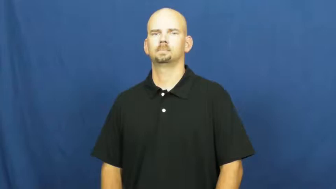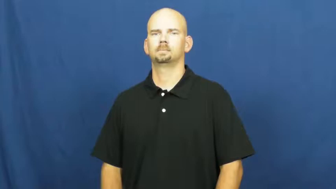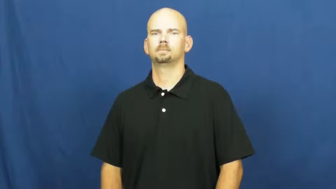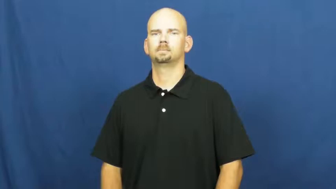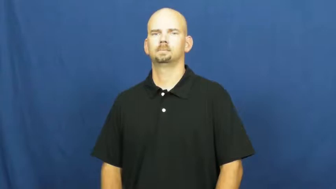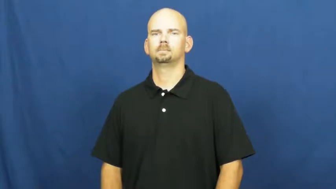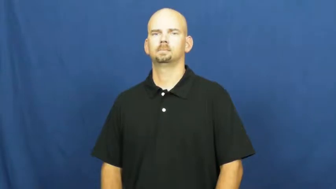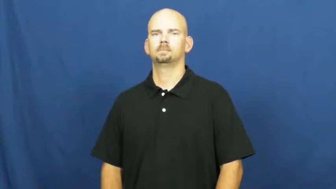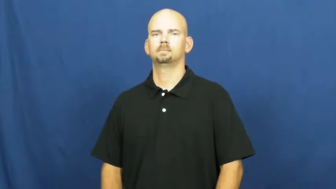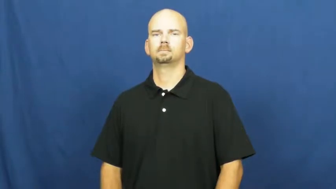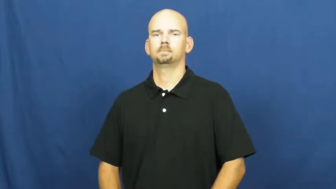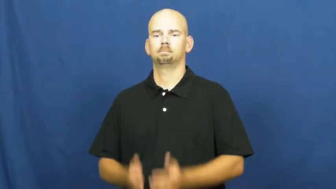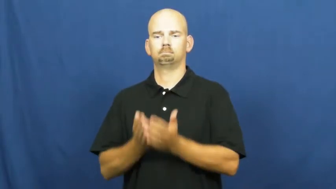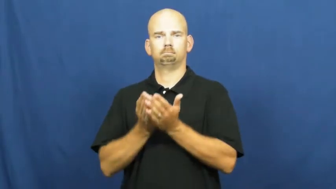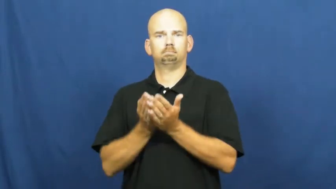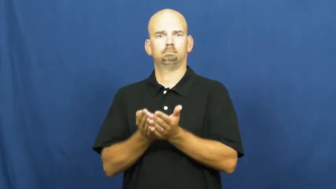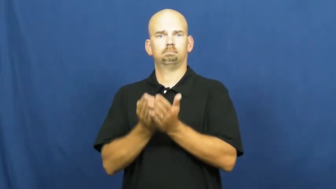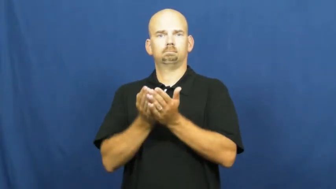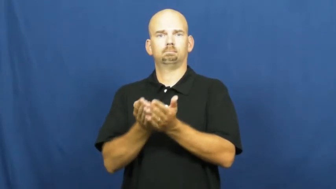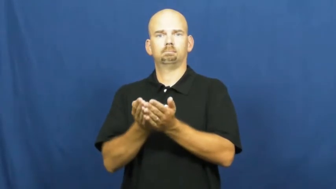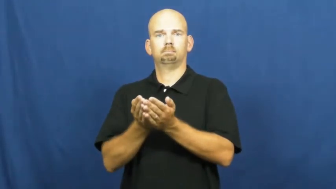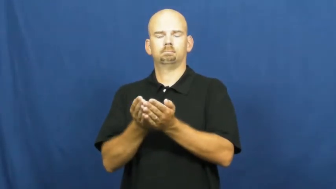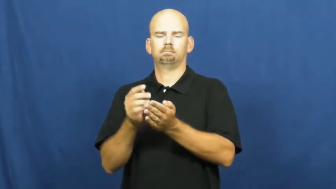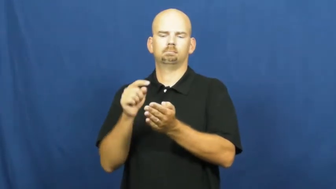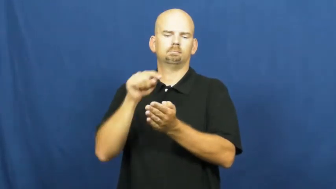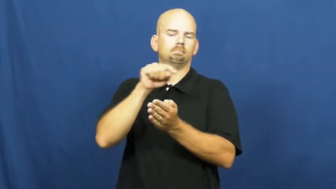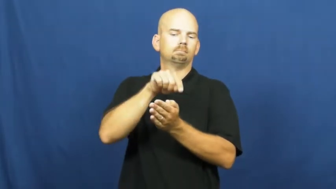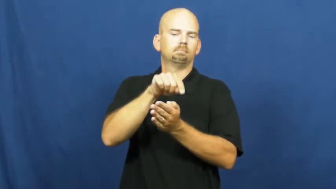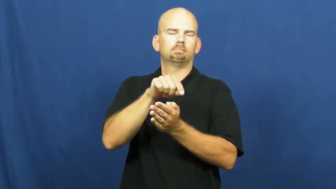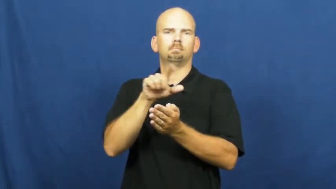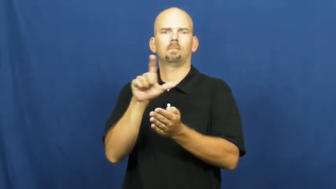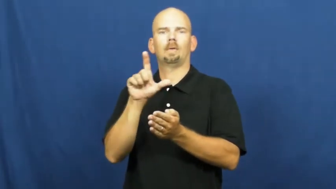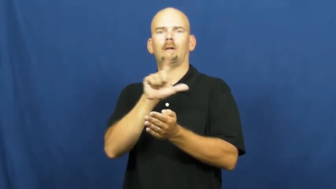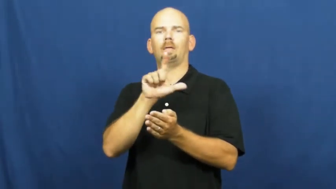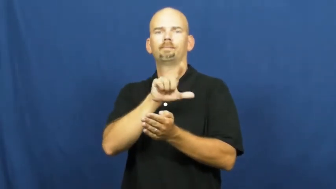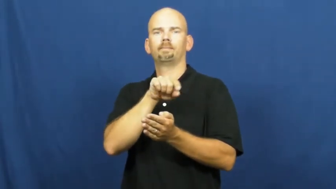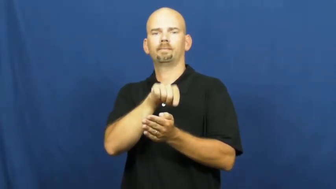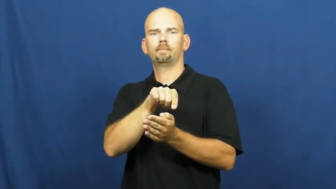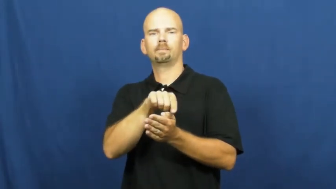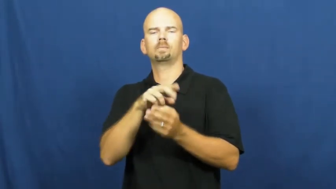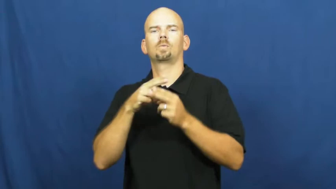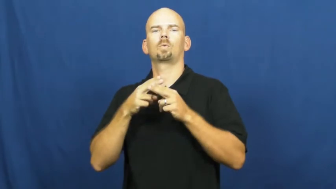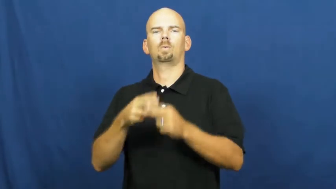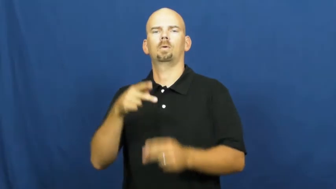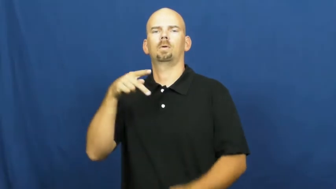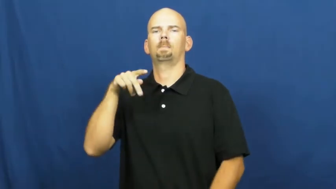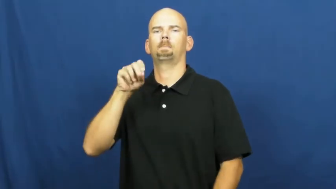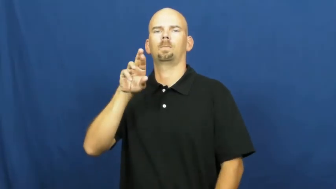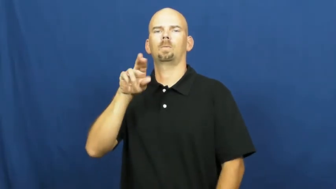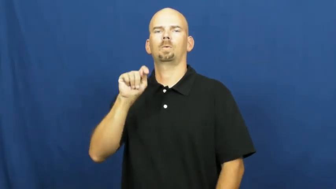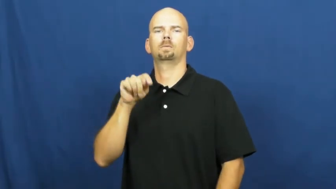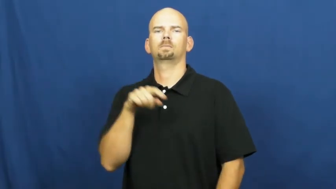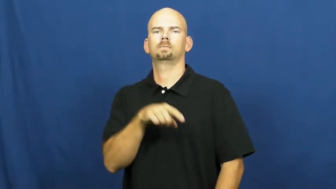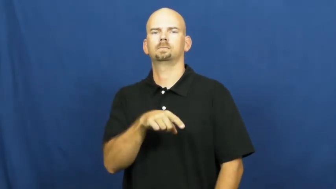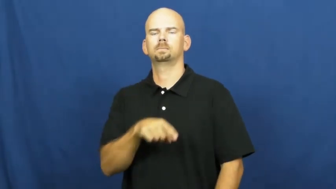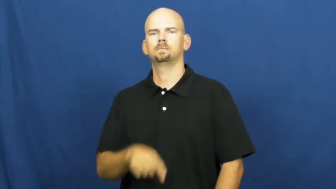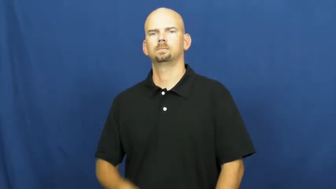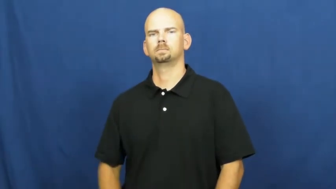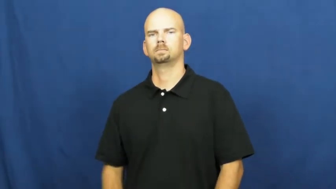port,larboard-left